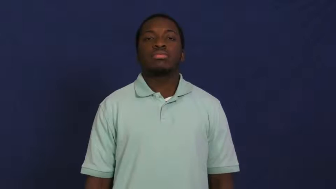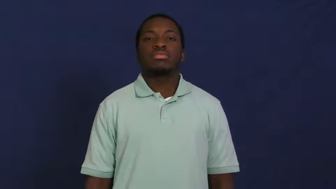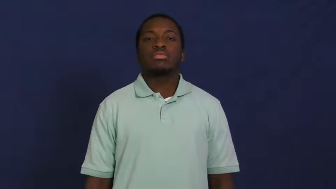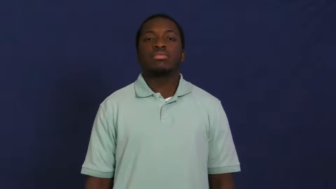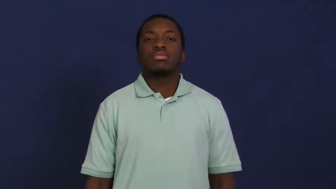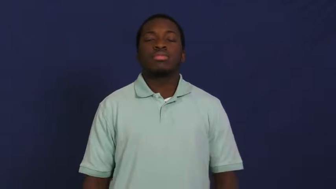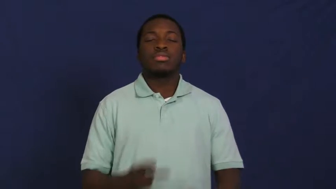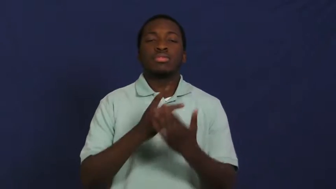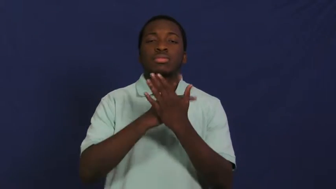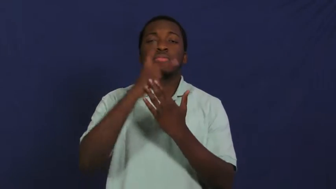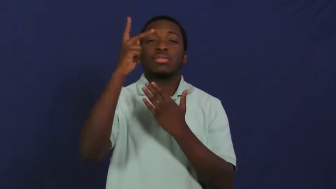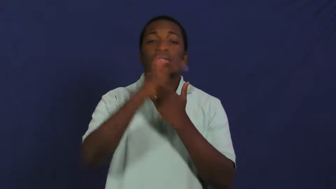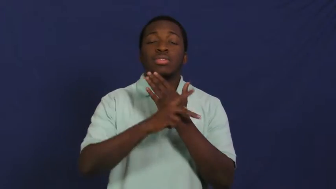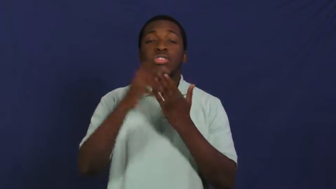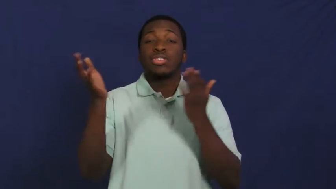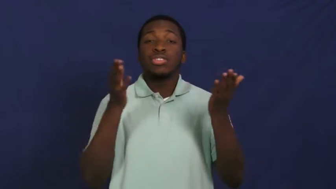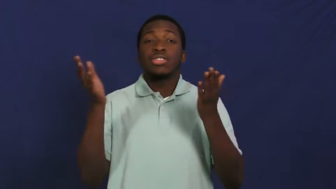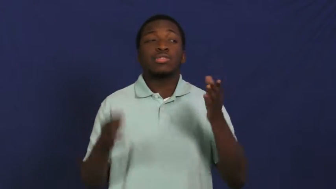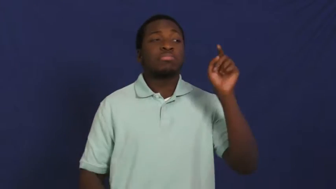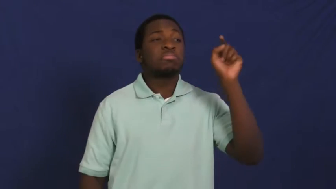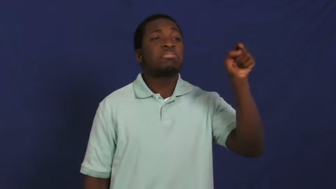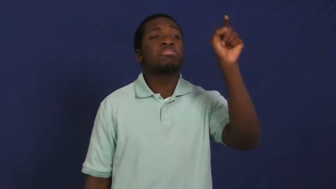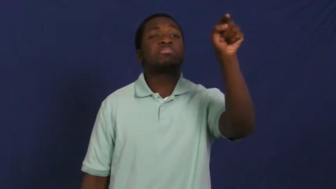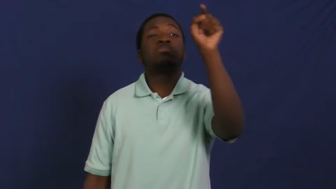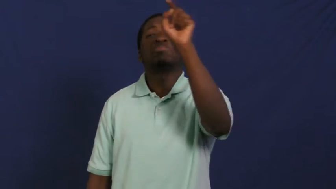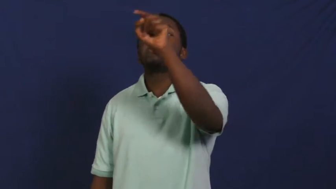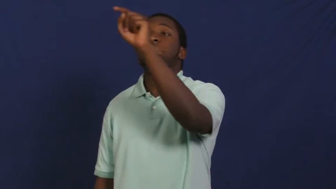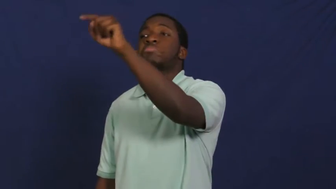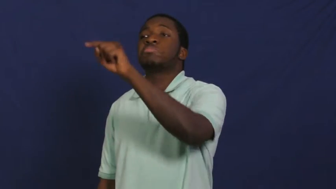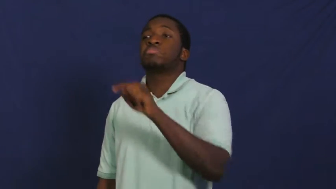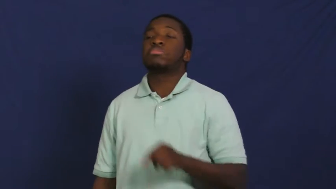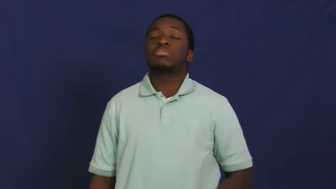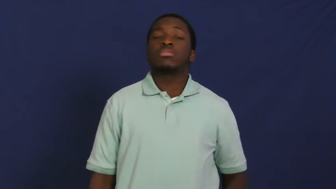outreach